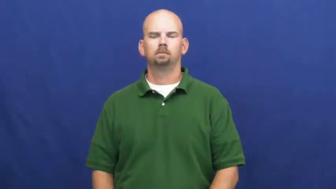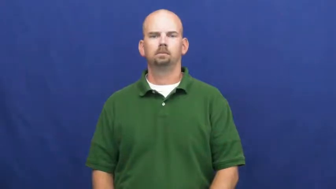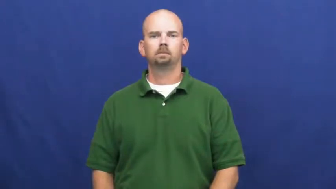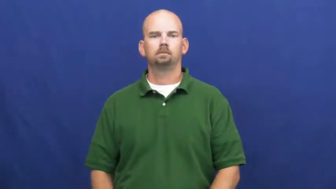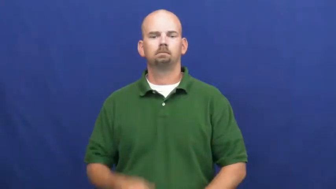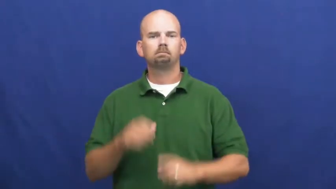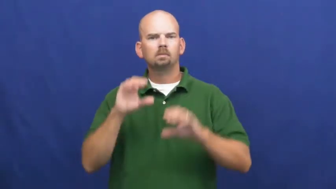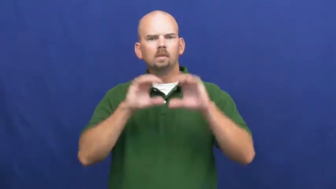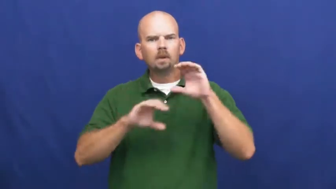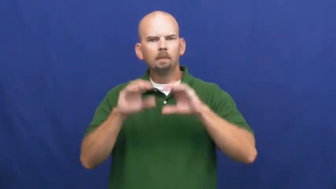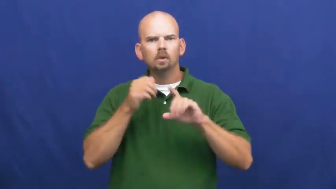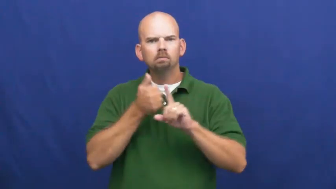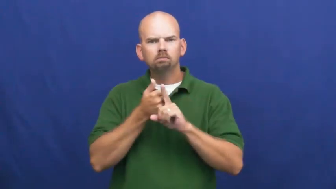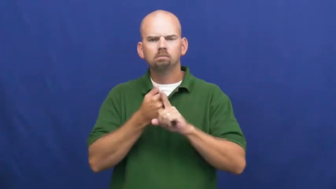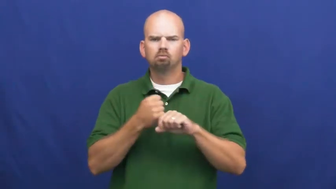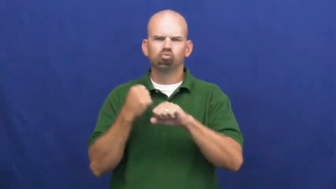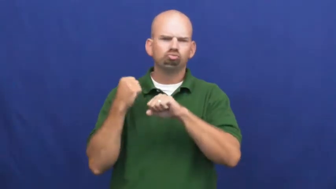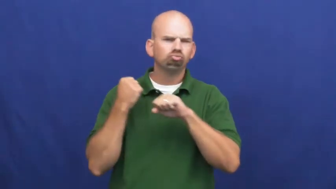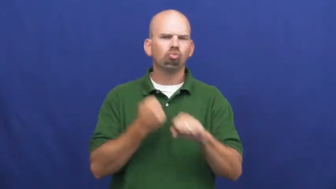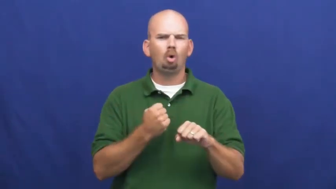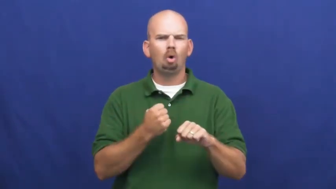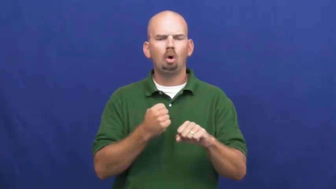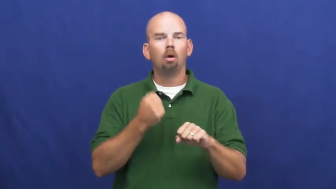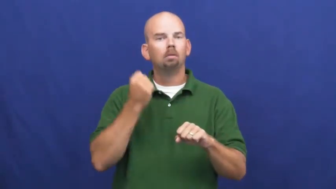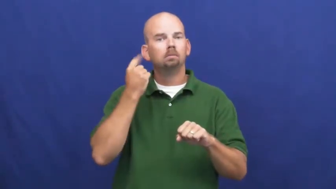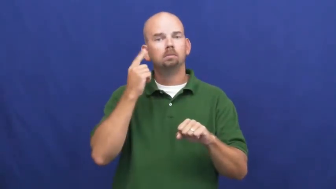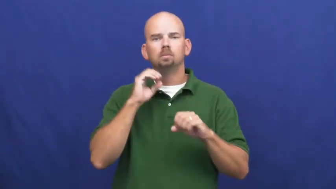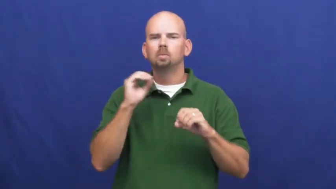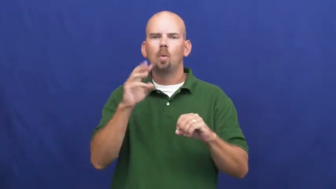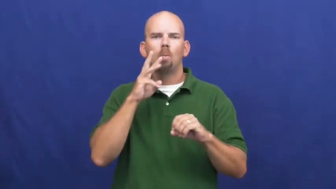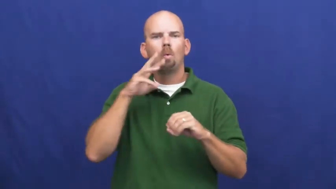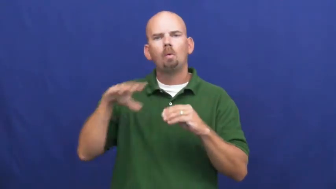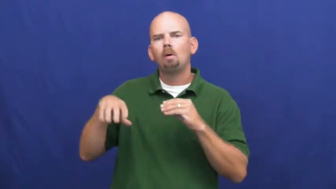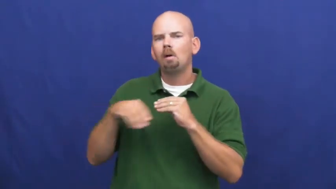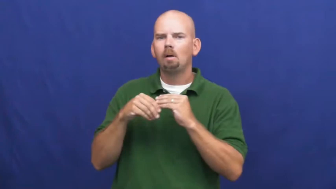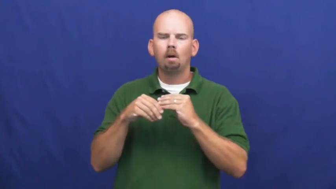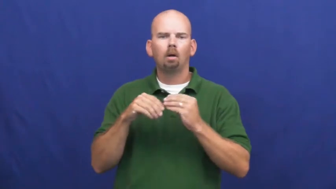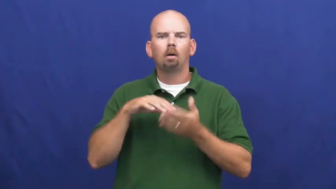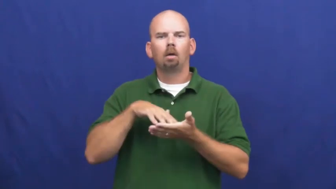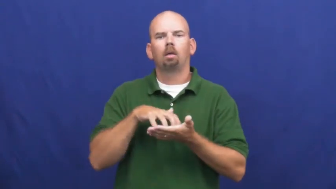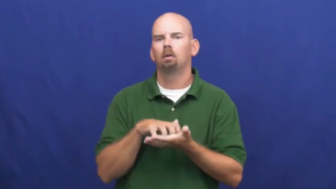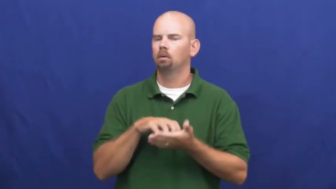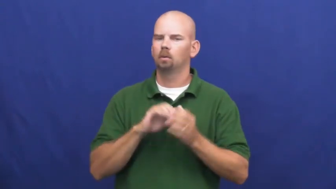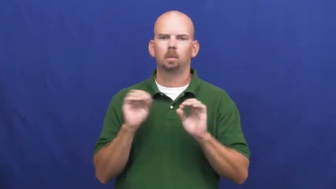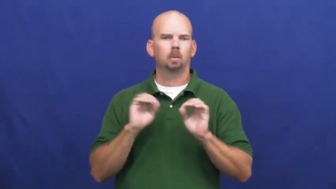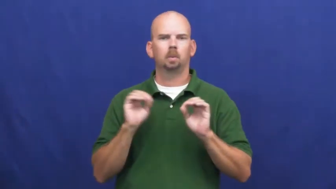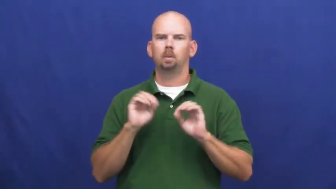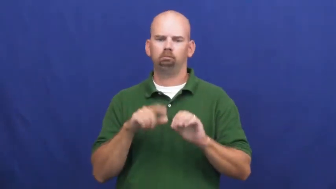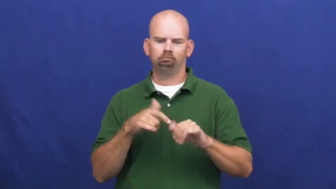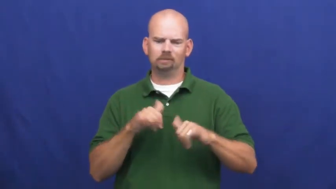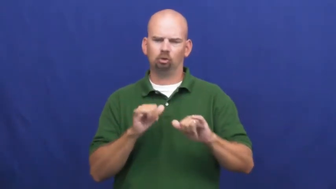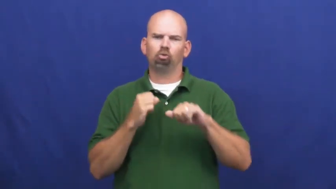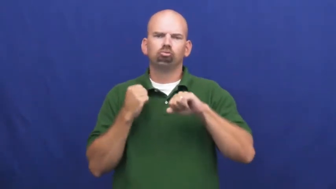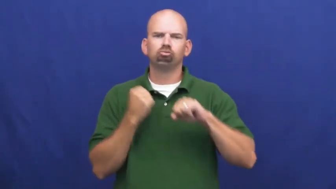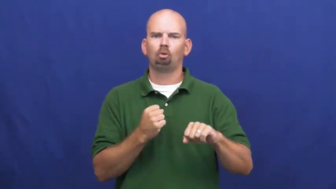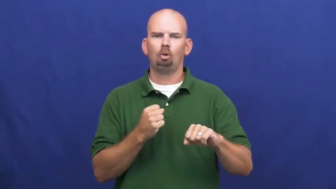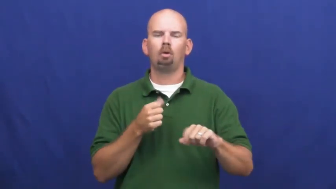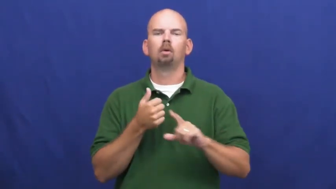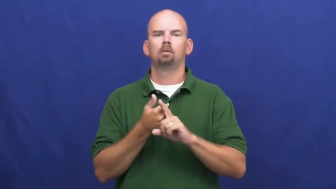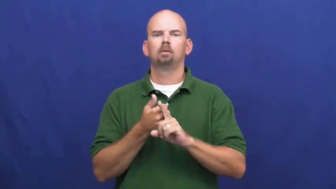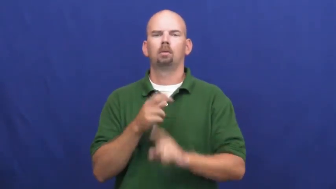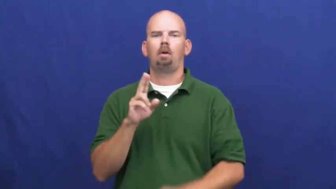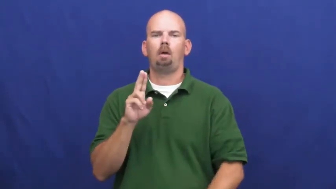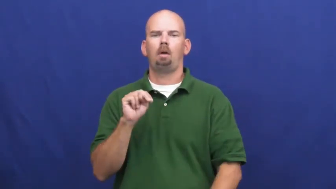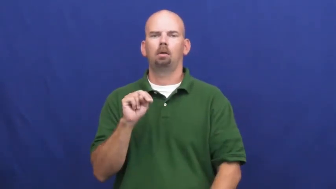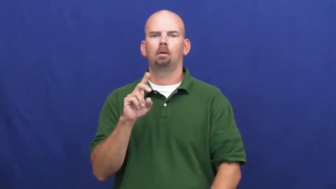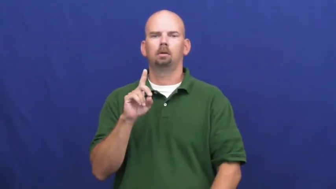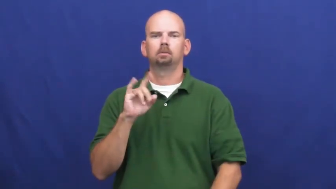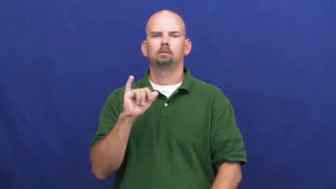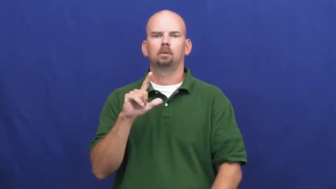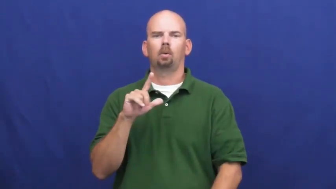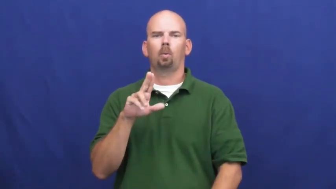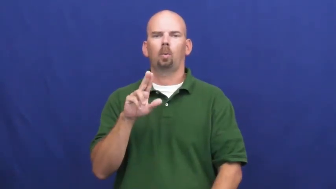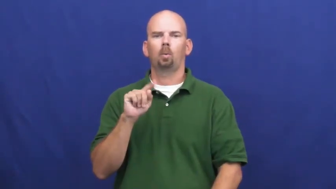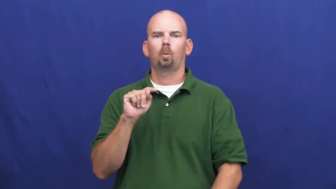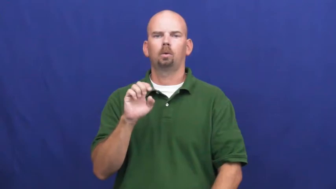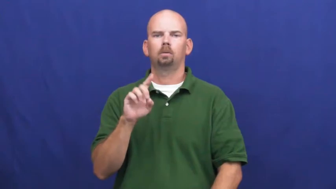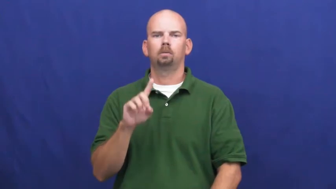undiluted